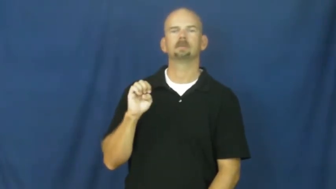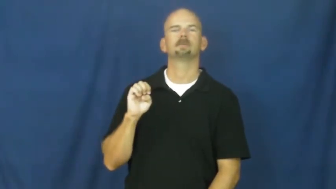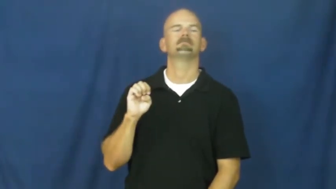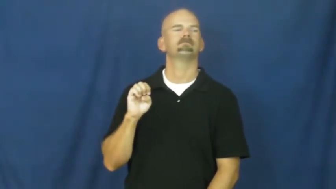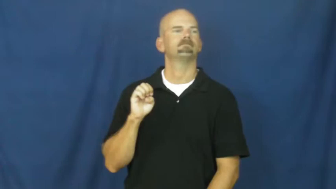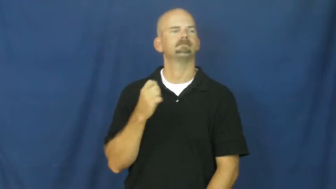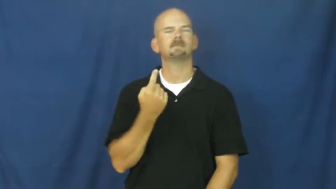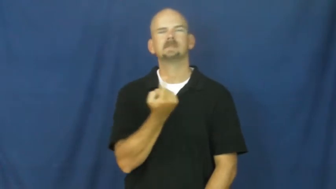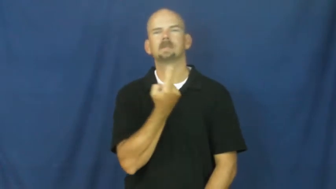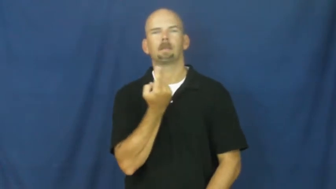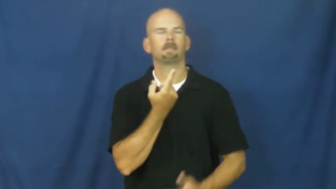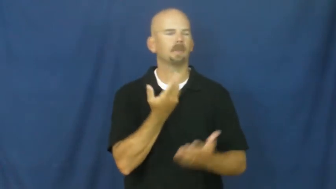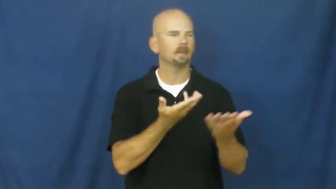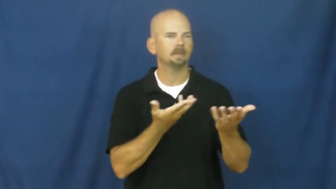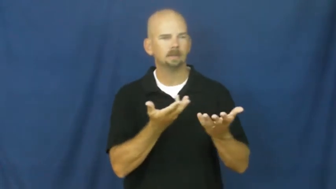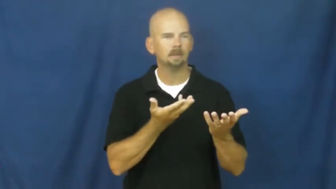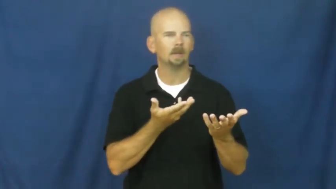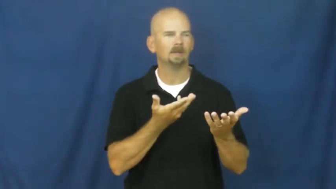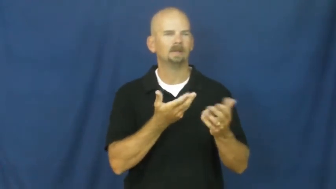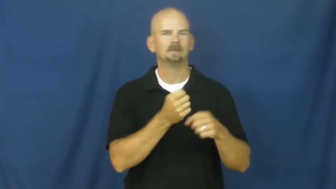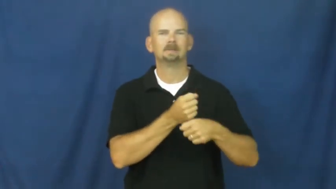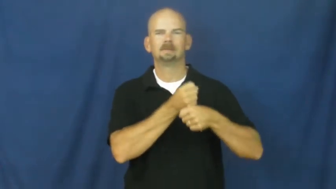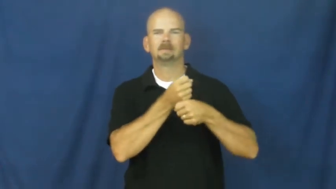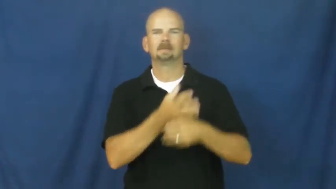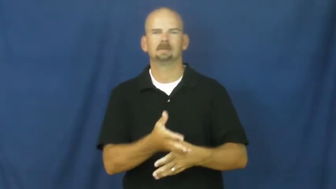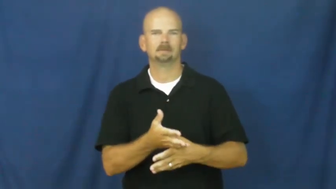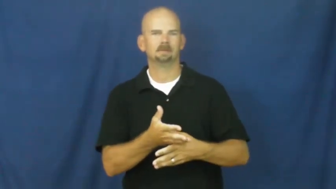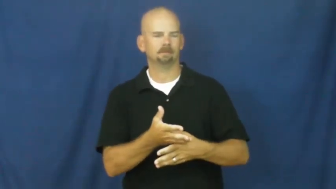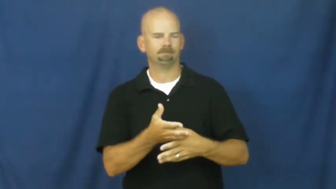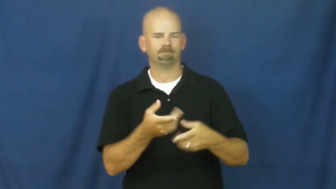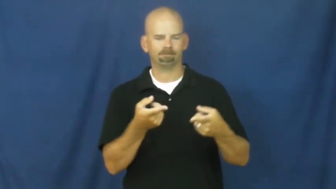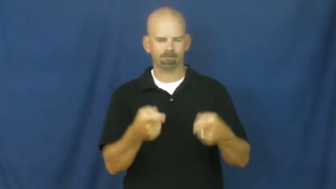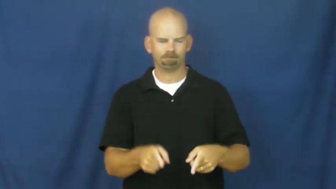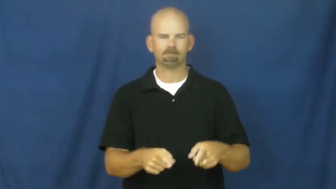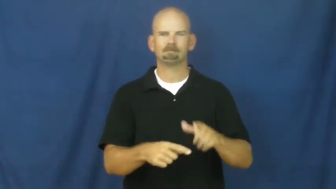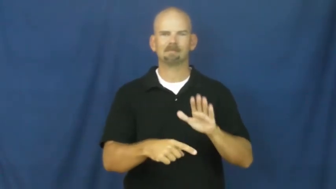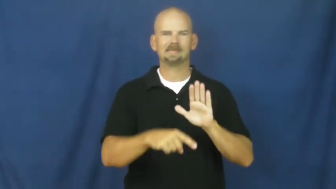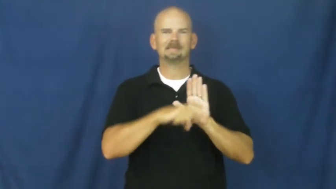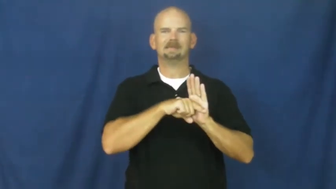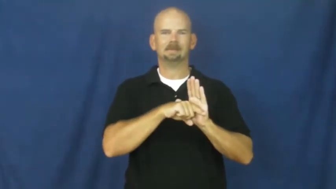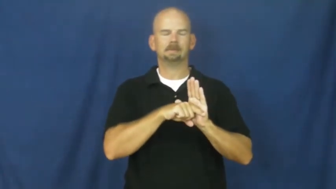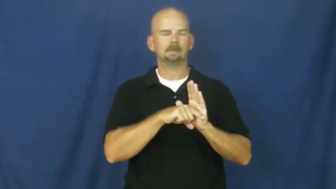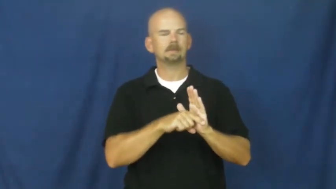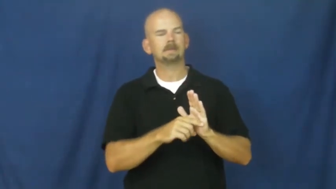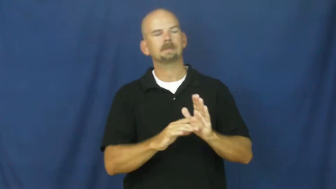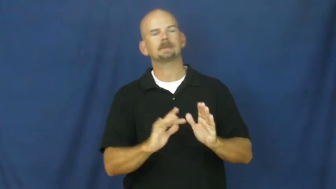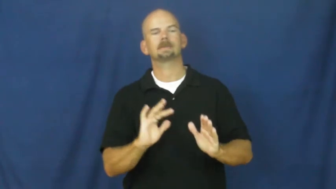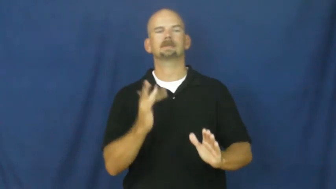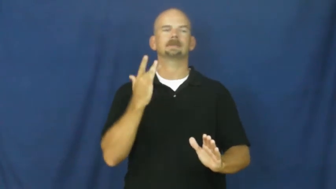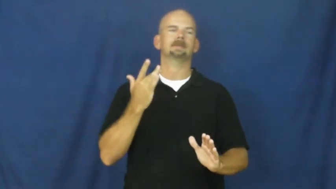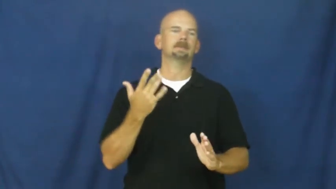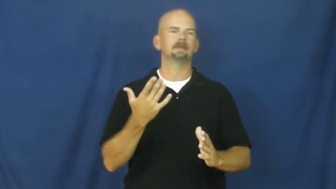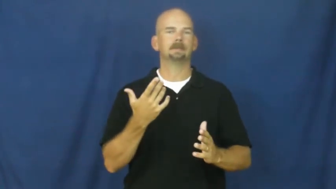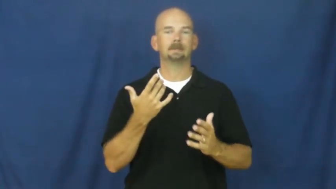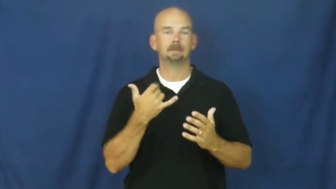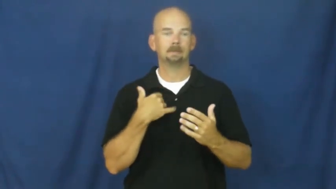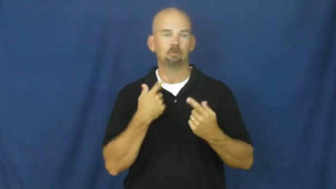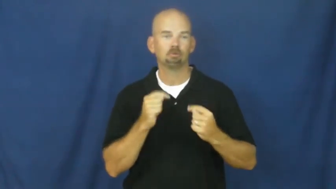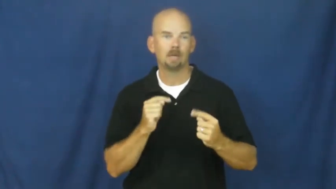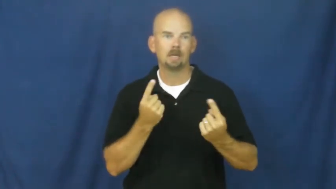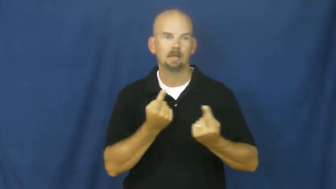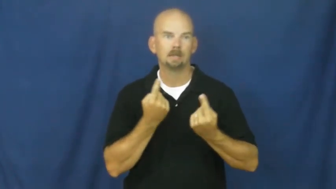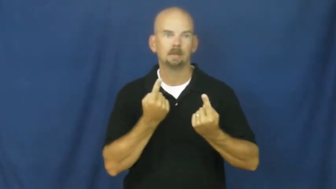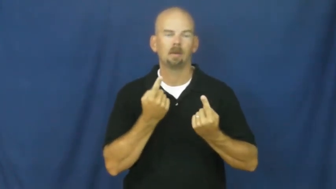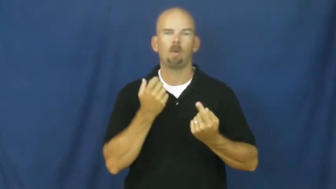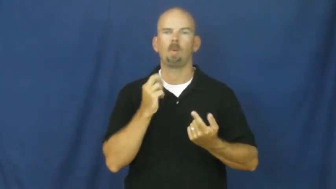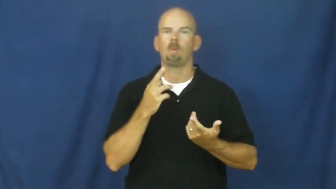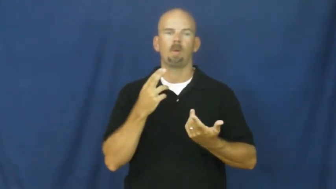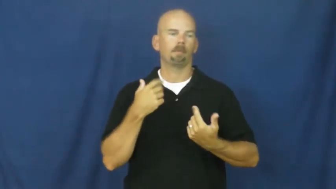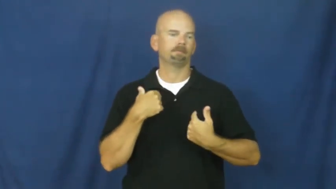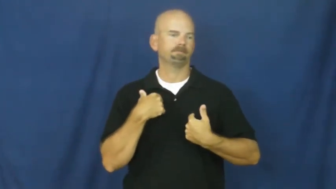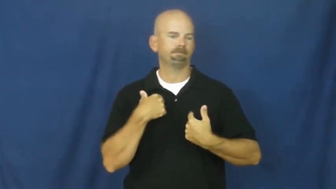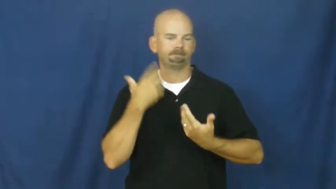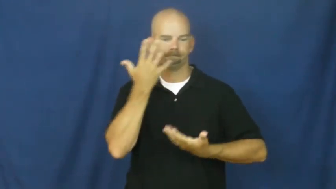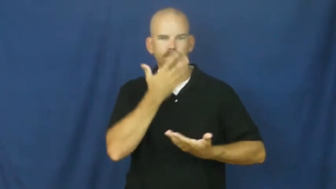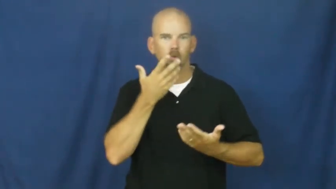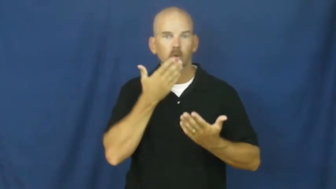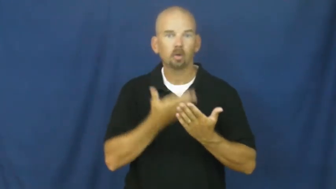disadvantage